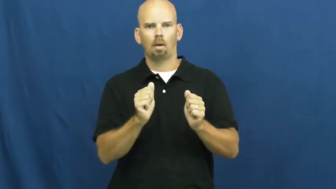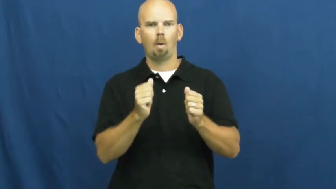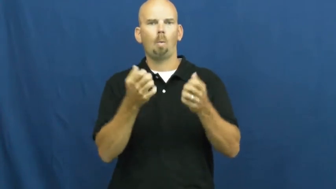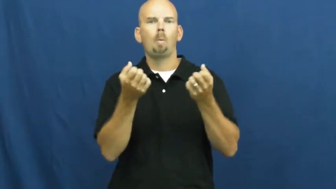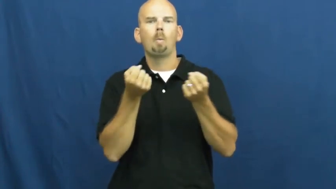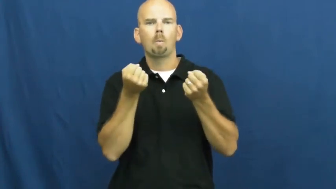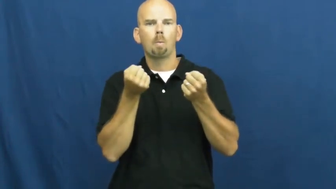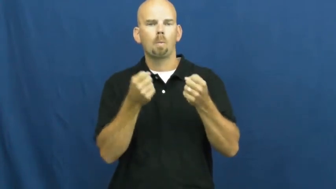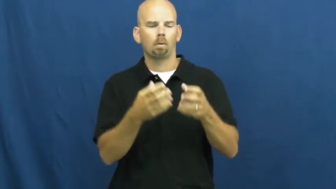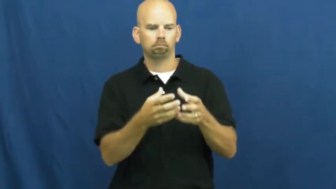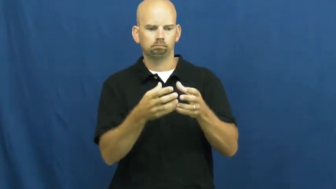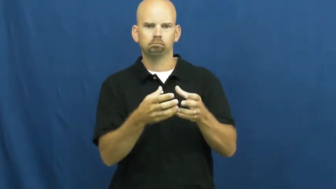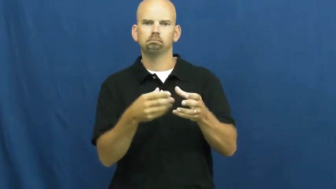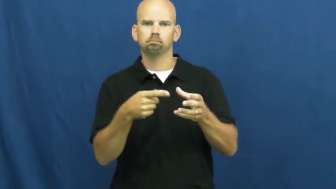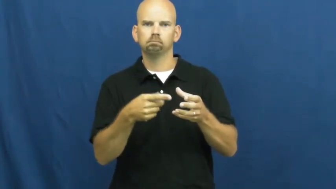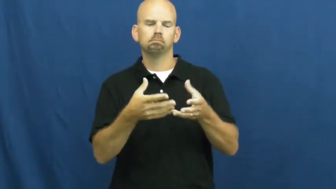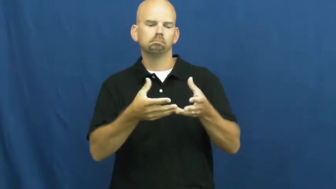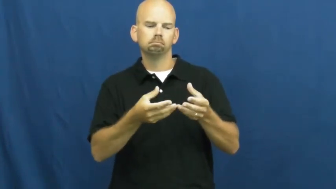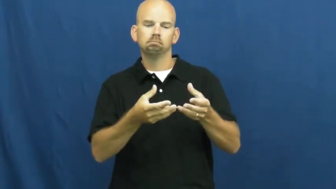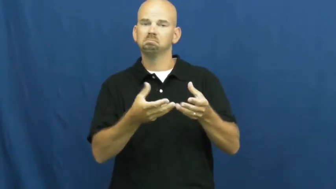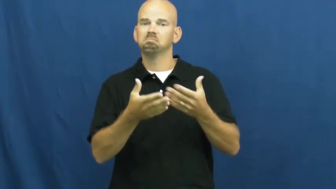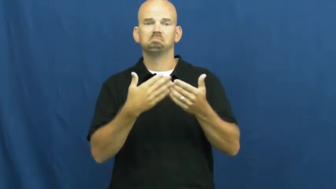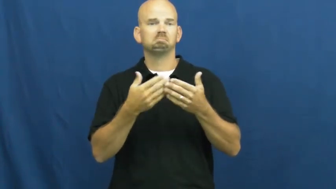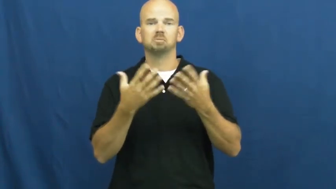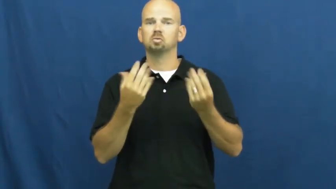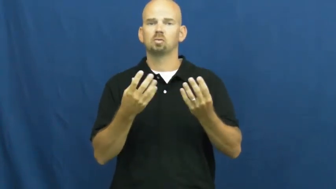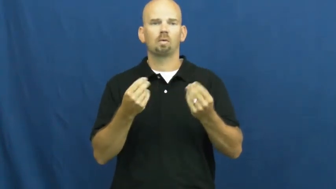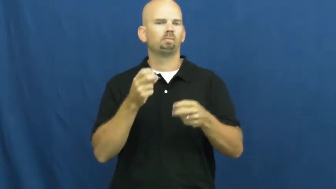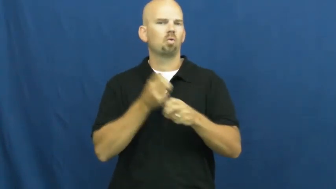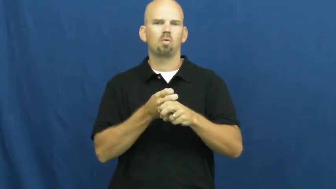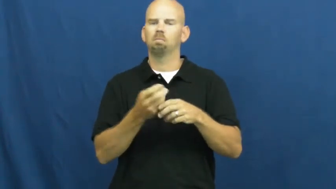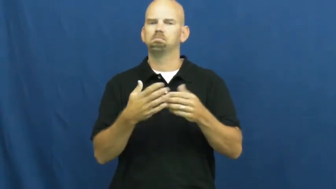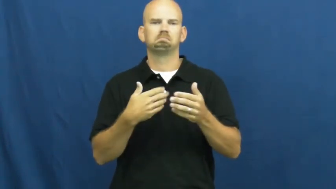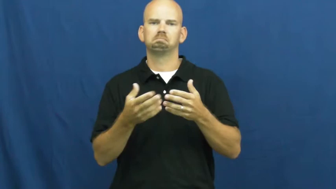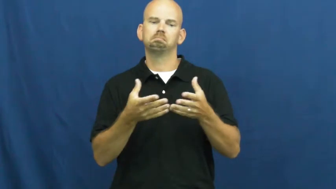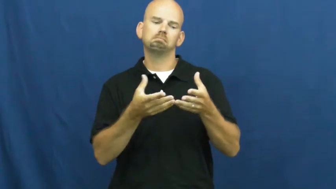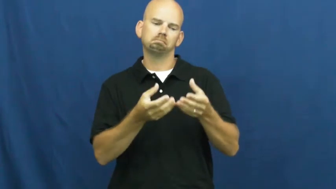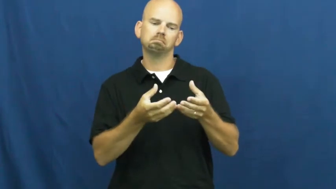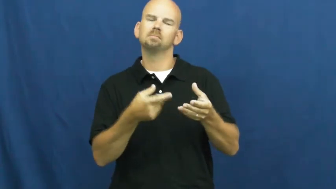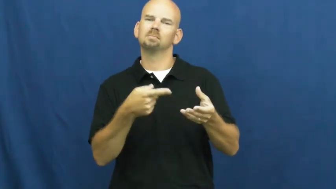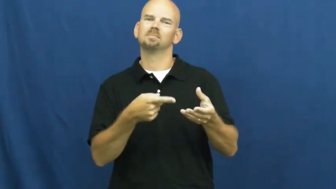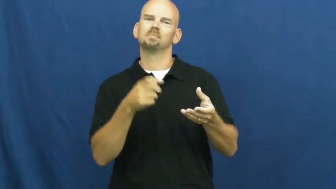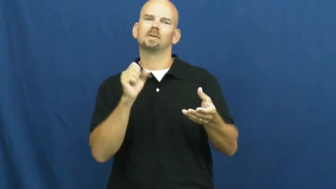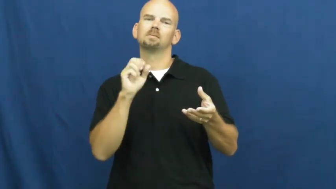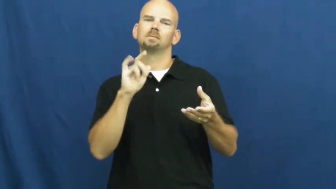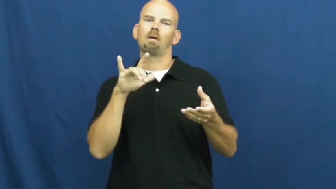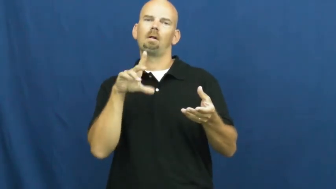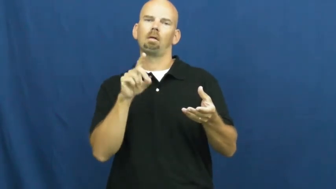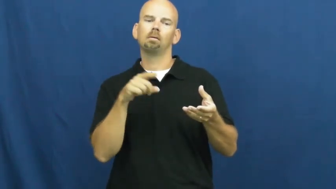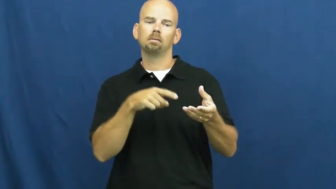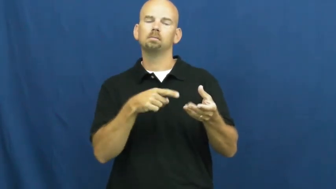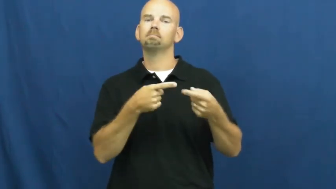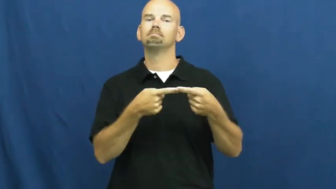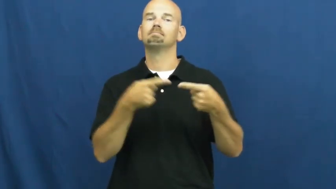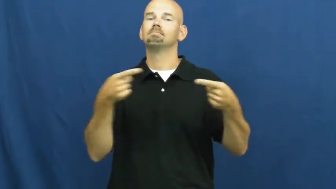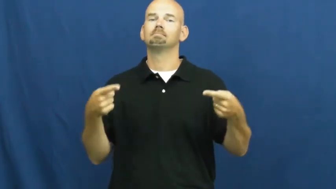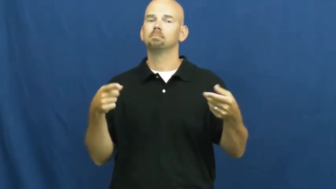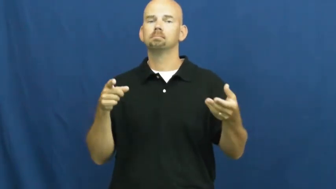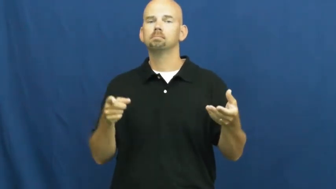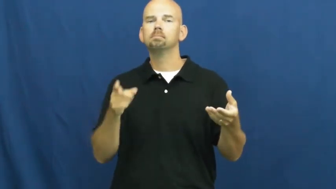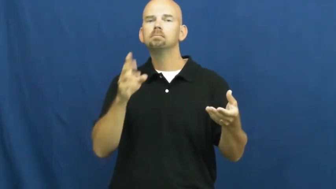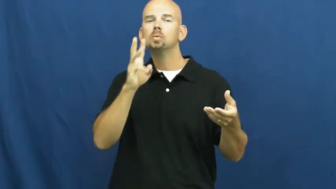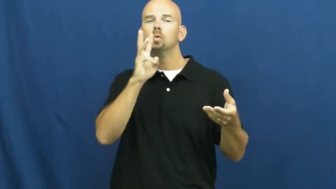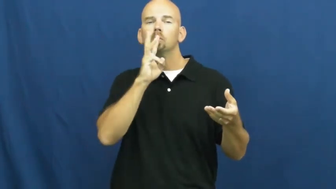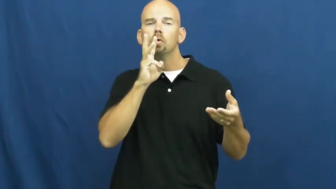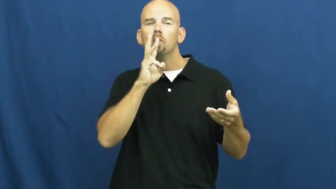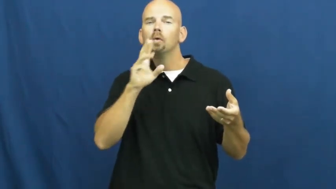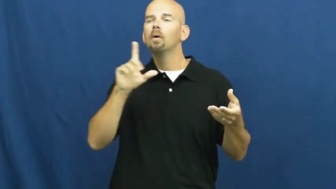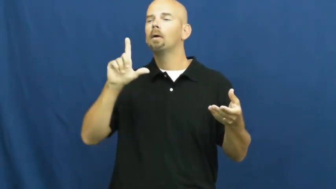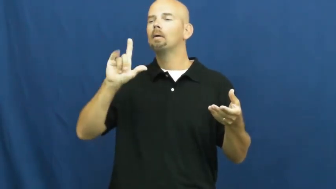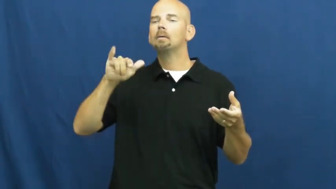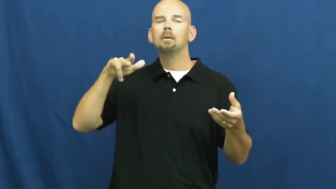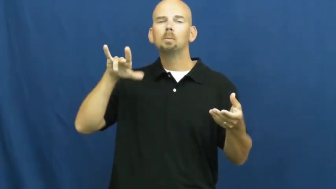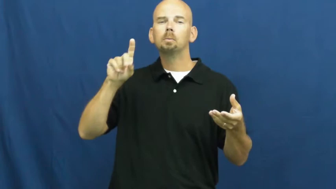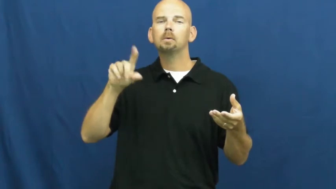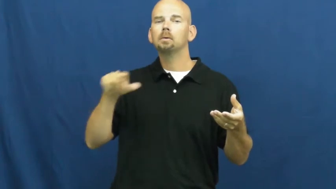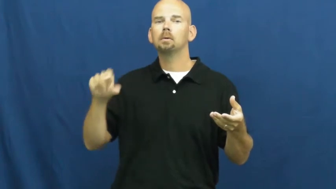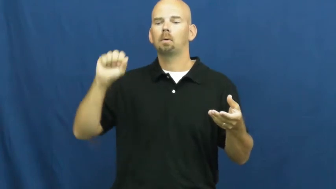solid-item